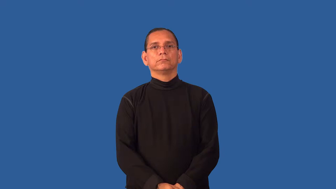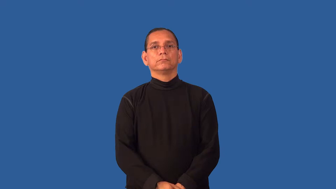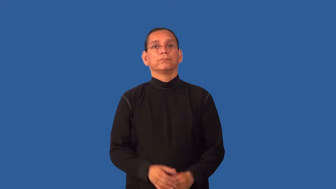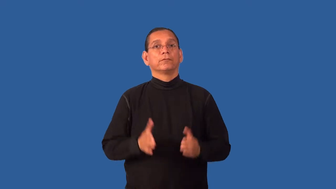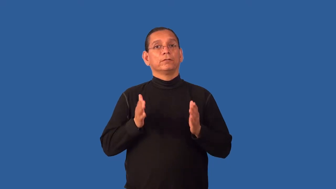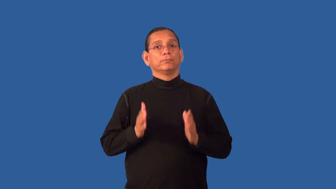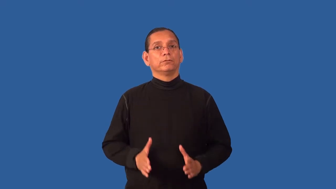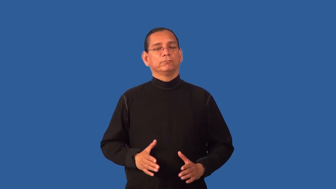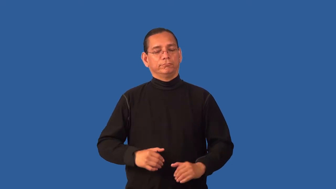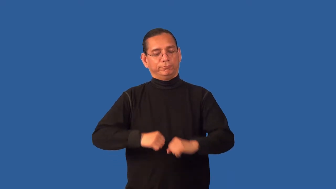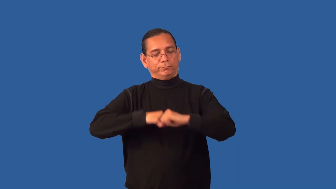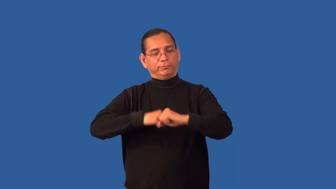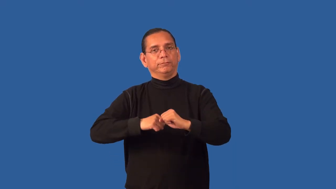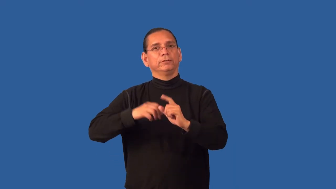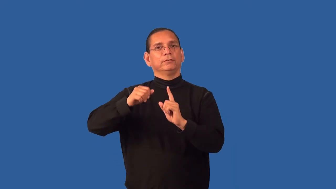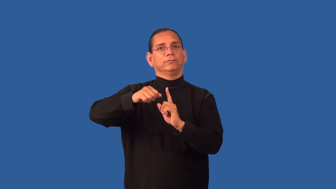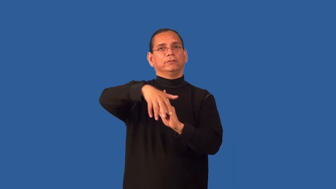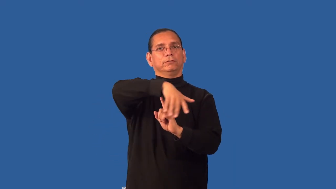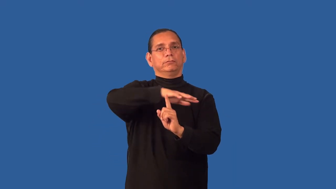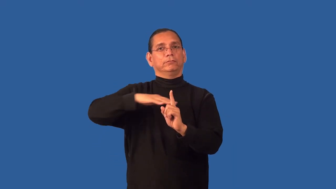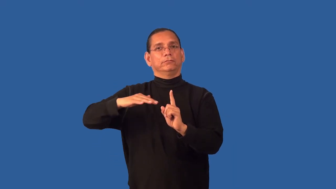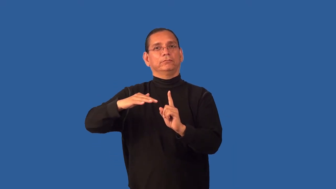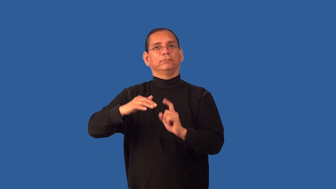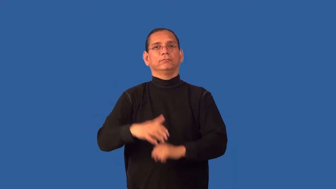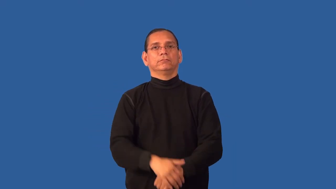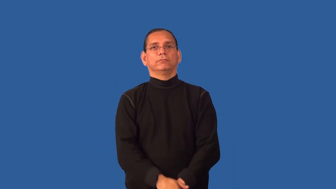environmentalist